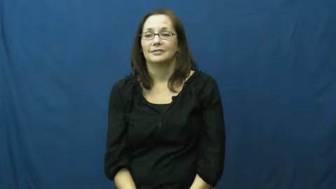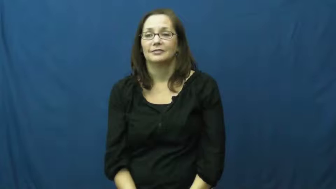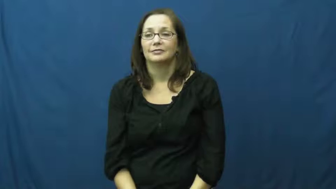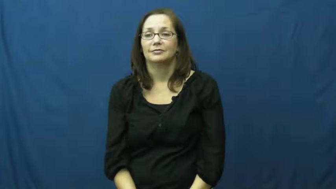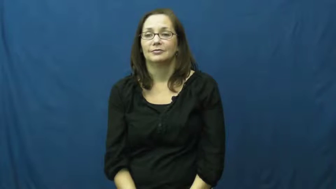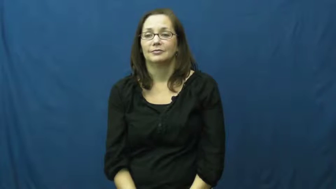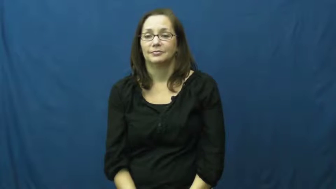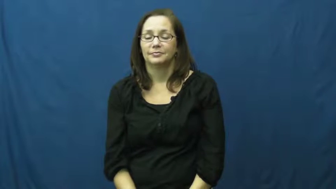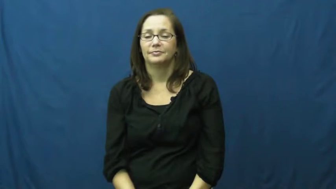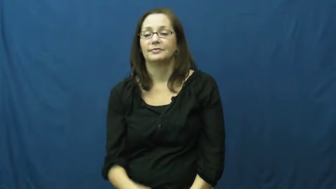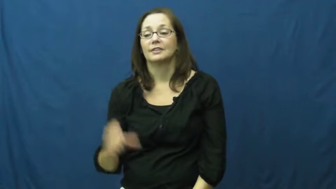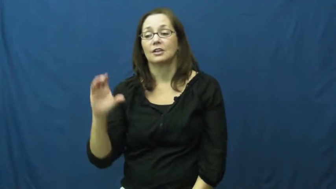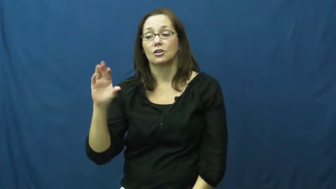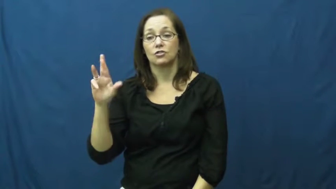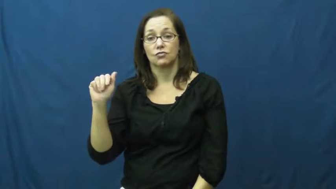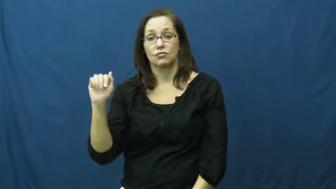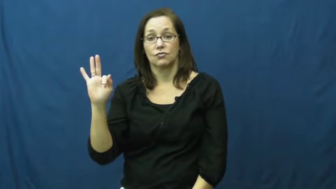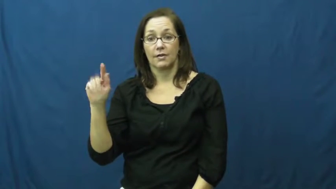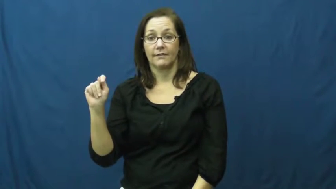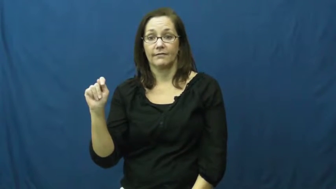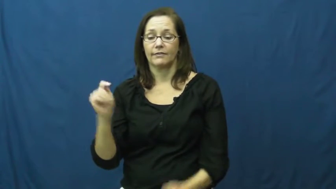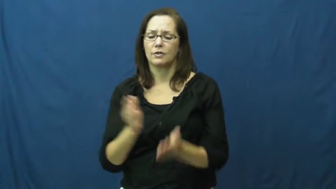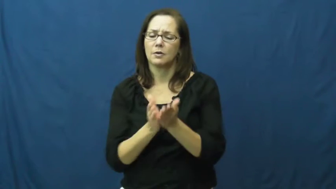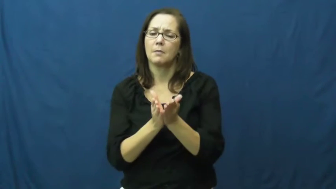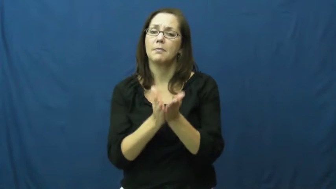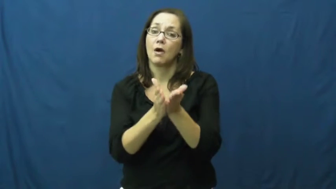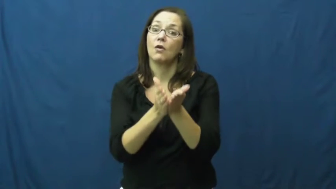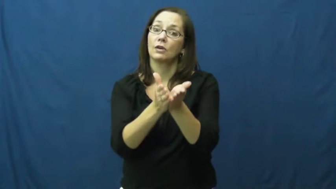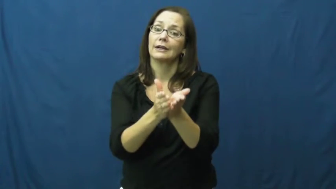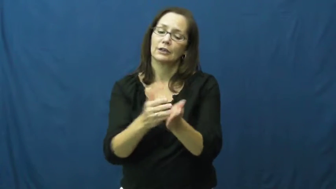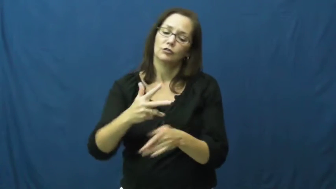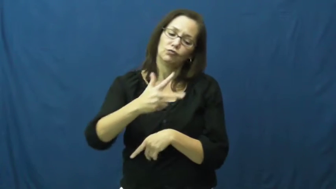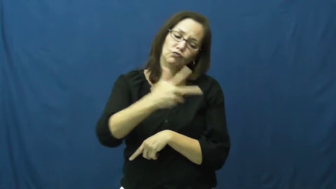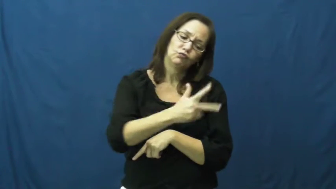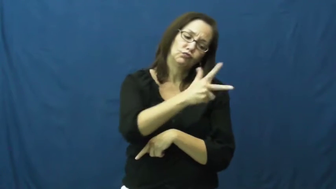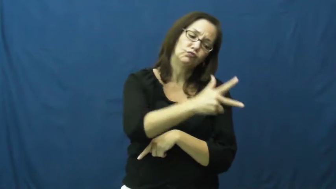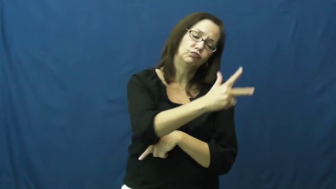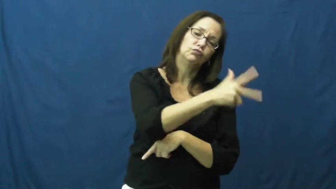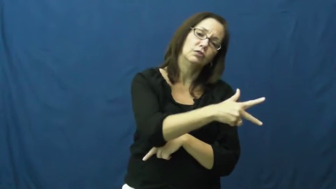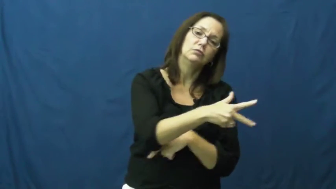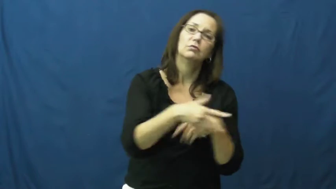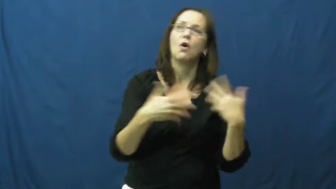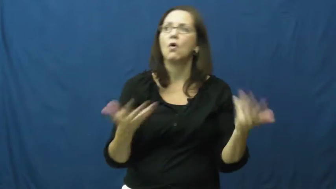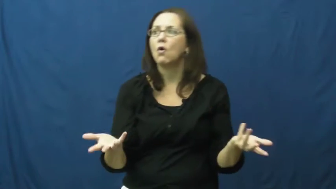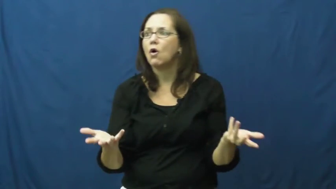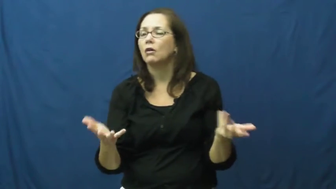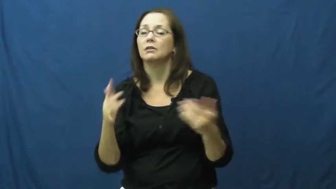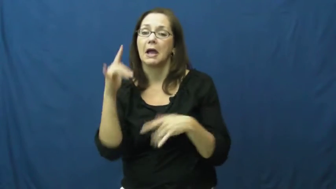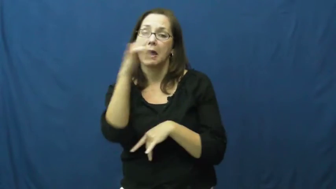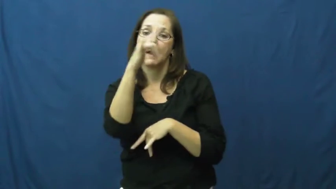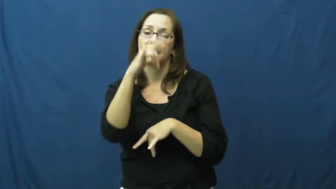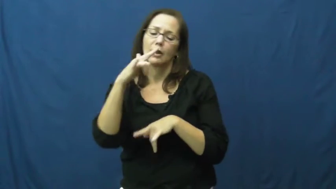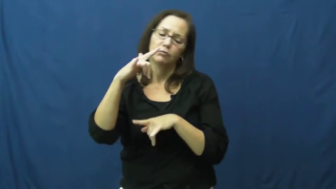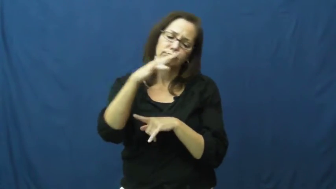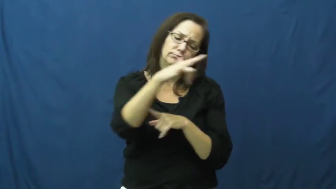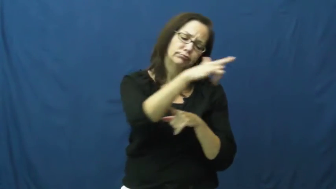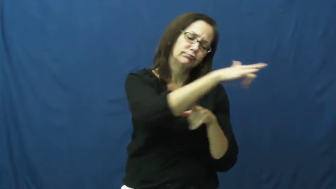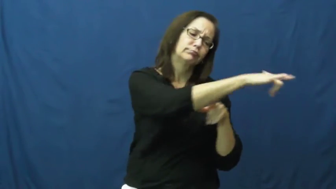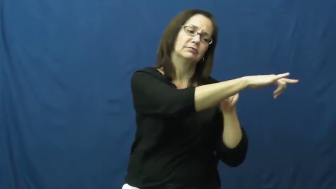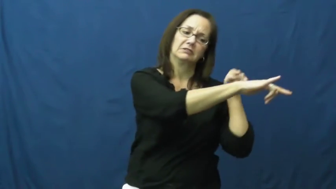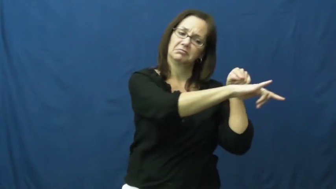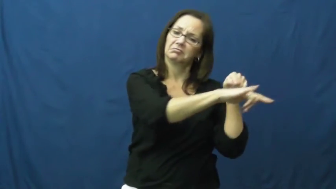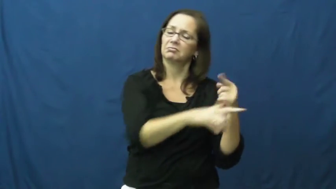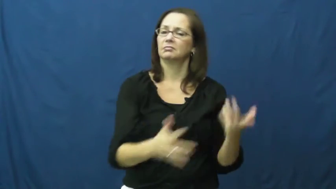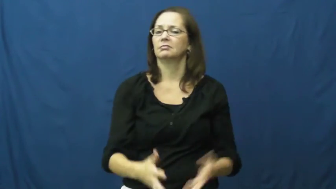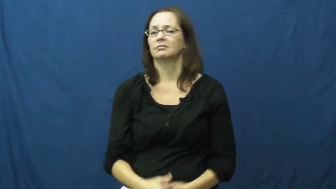craft-vehicle